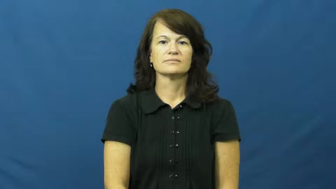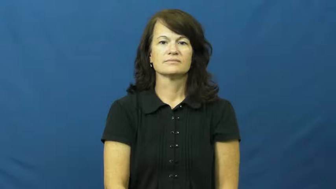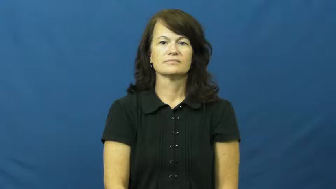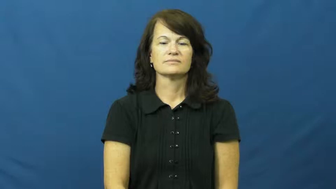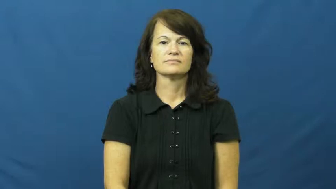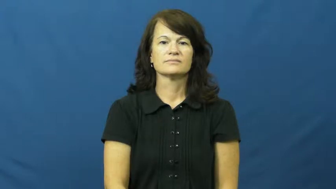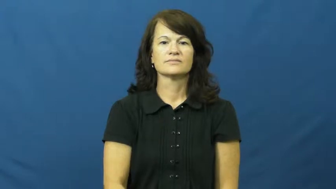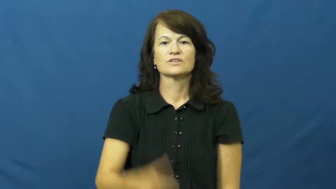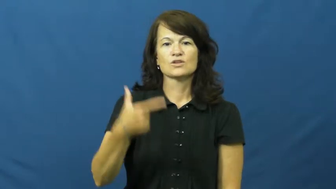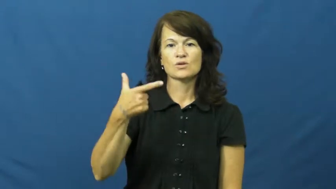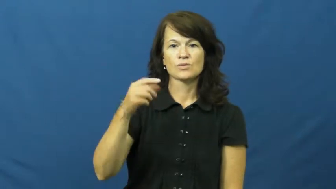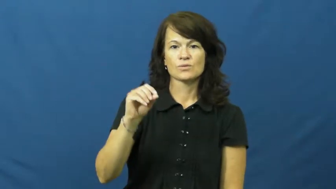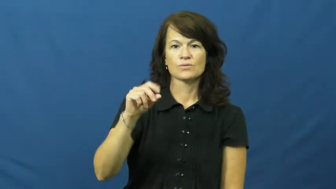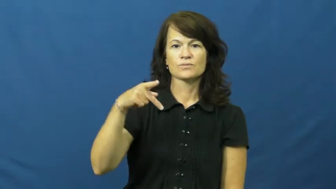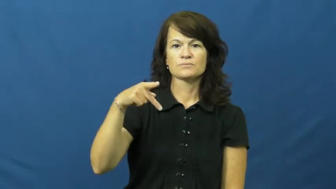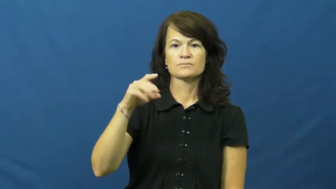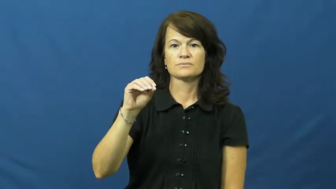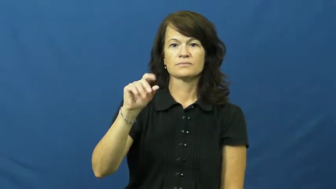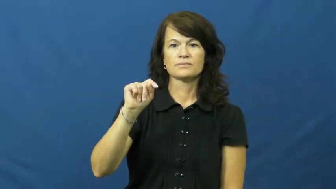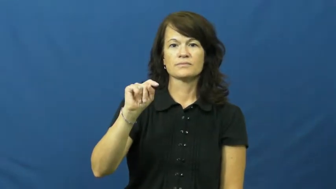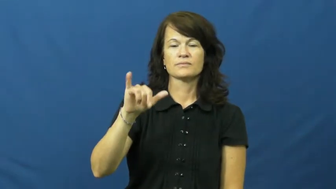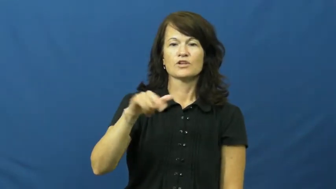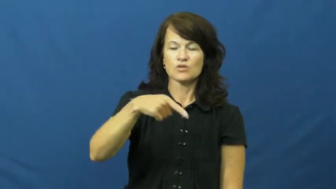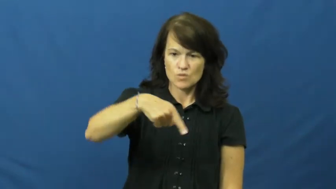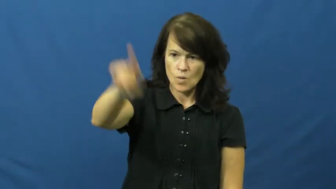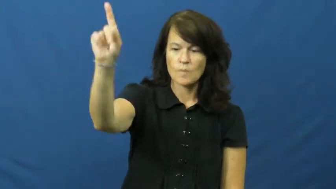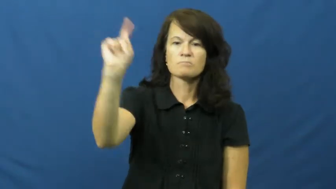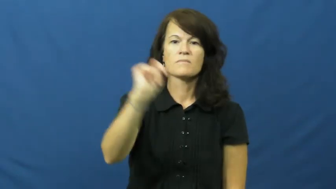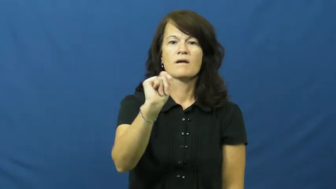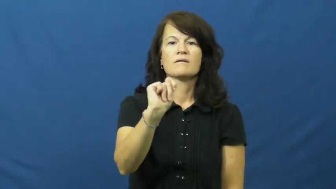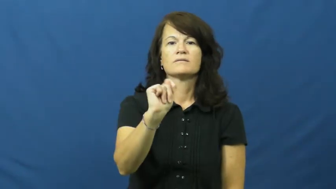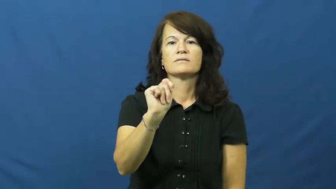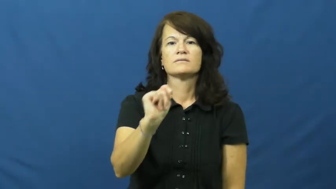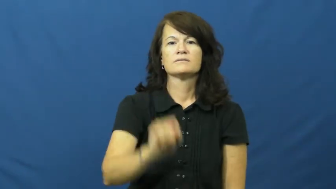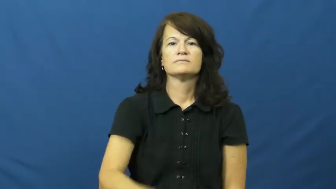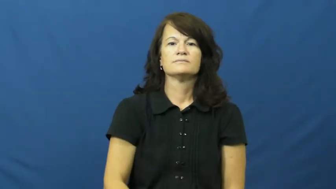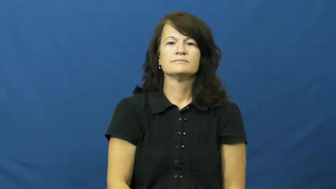go potty